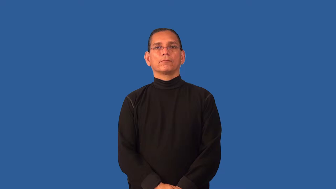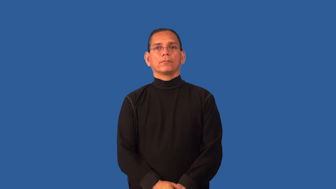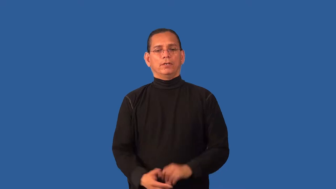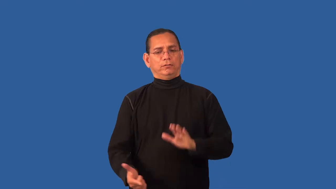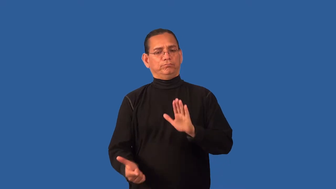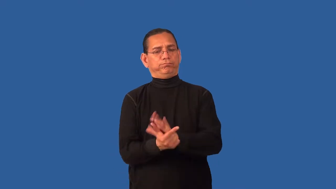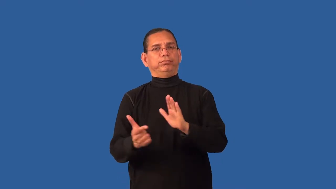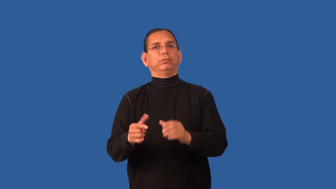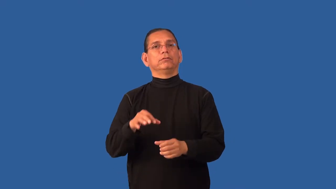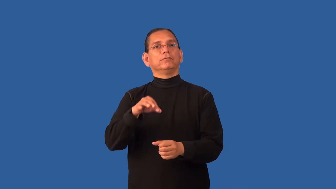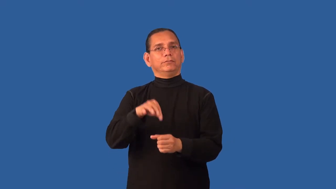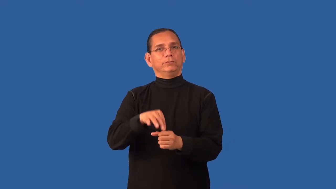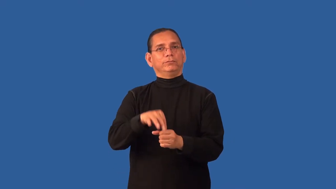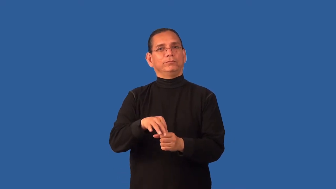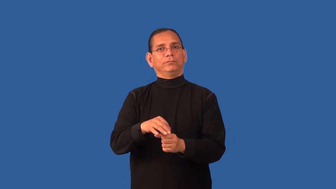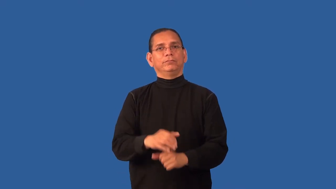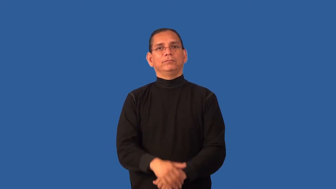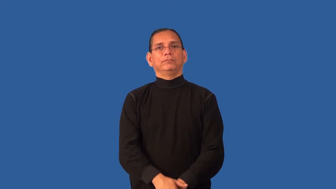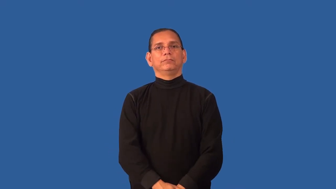disenfranchise